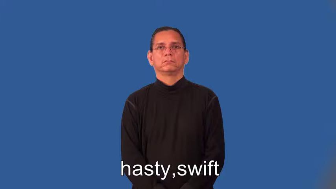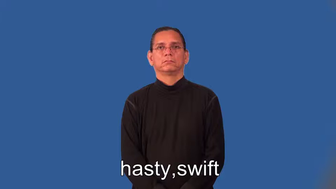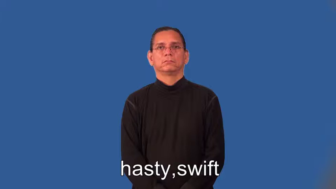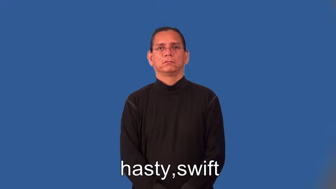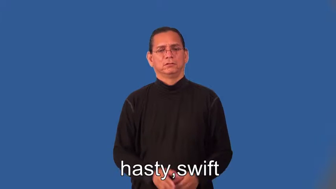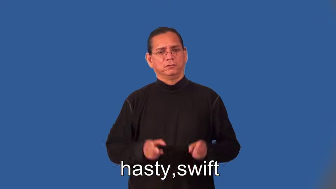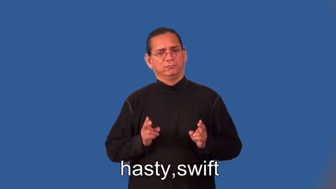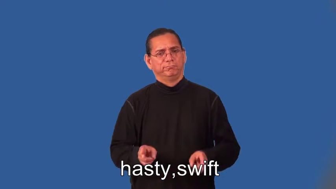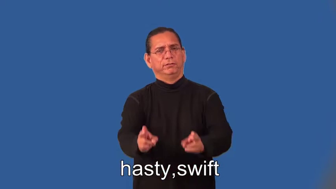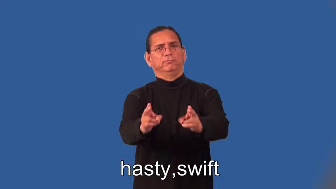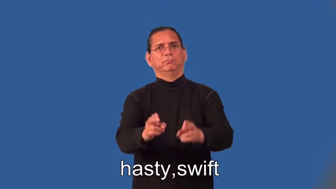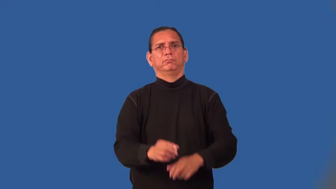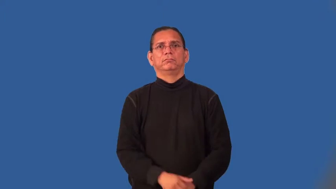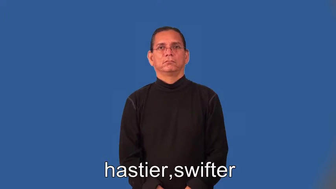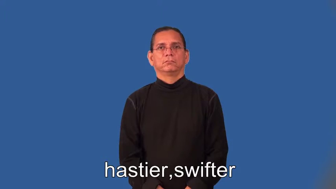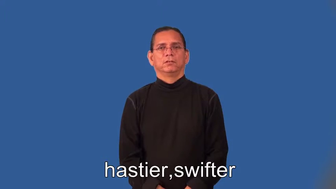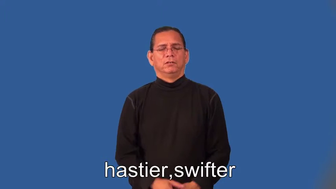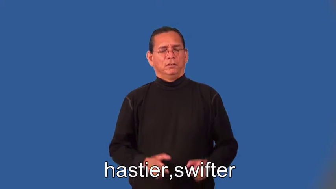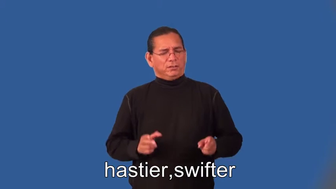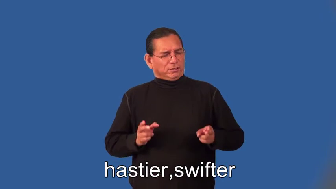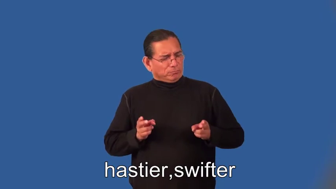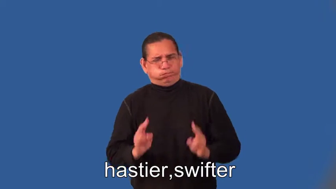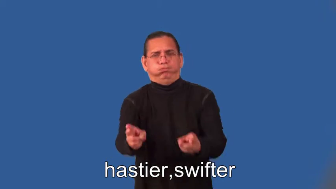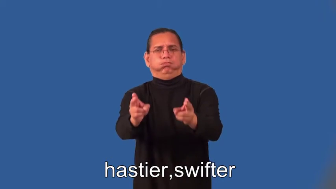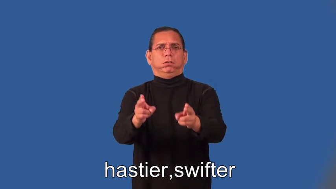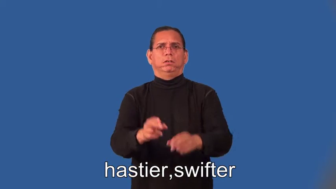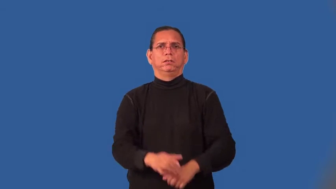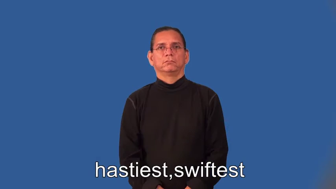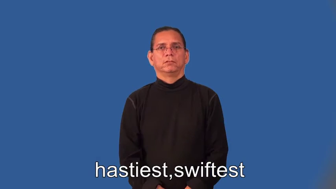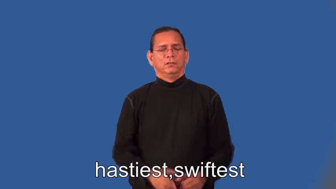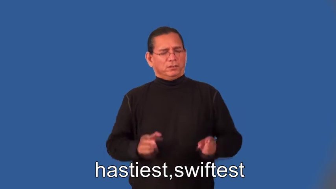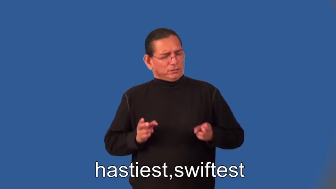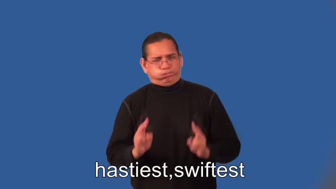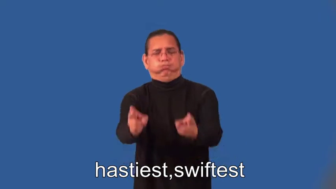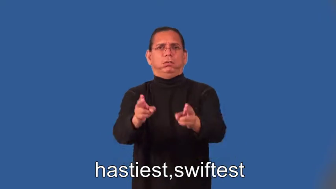hastier,swifter,hastiest,swiftest